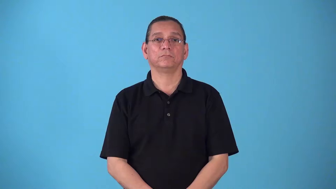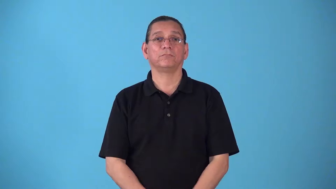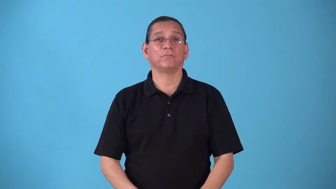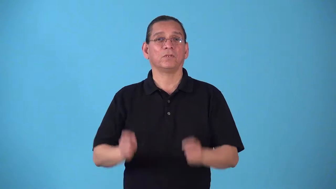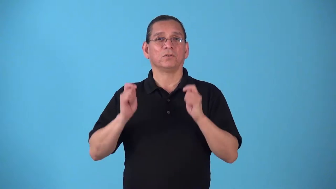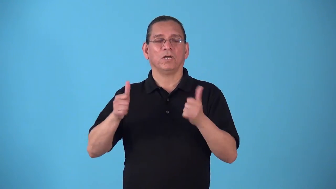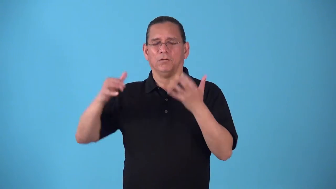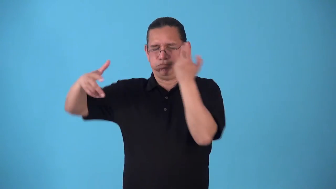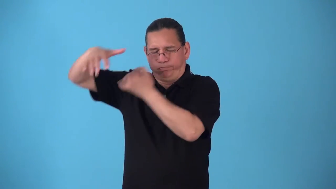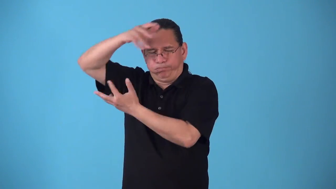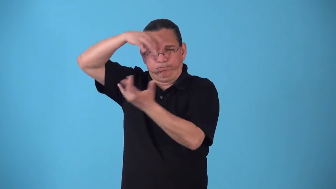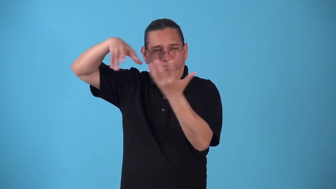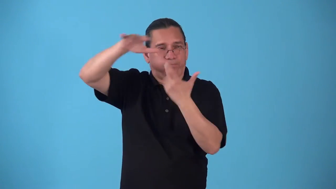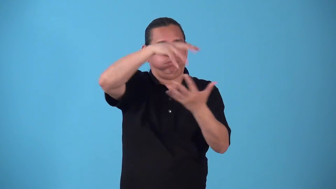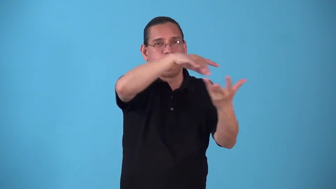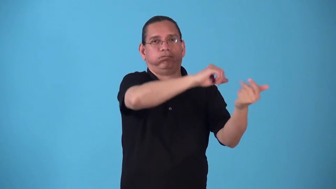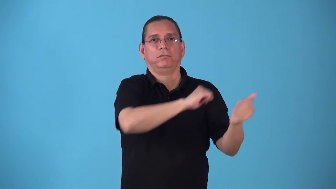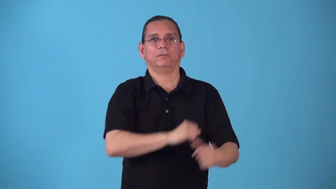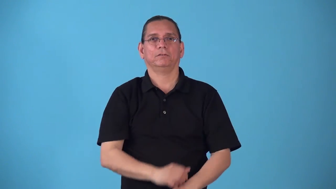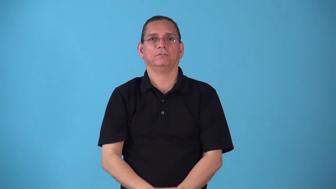squall-quick storm